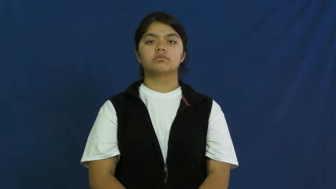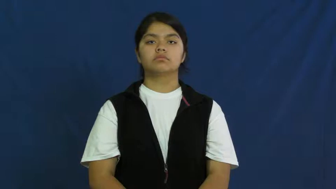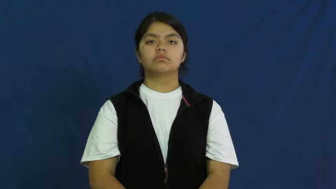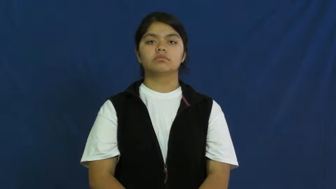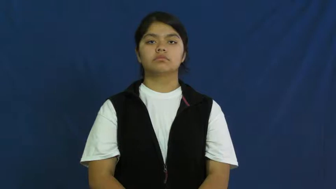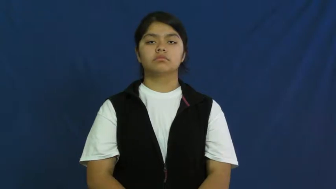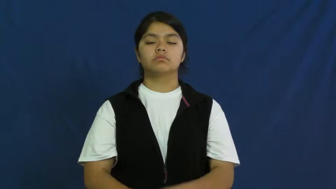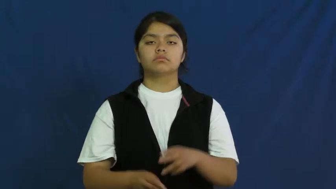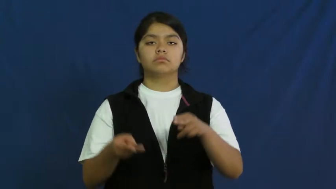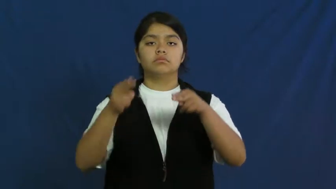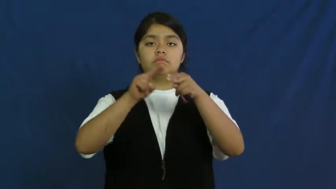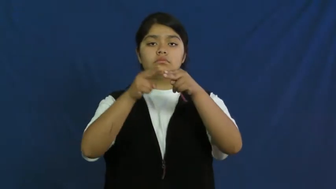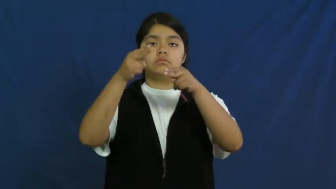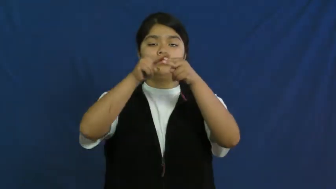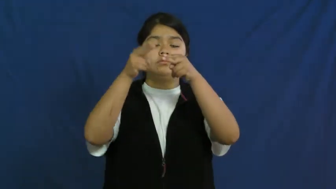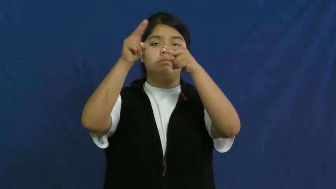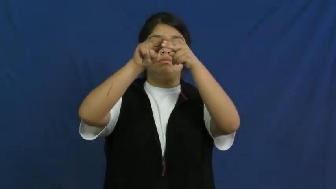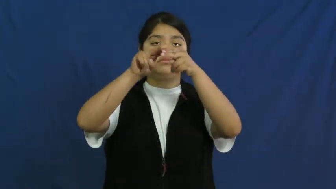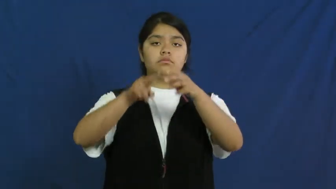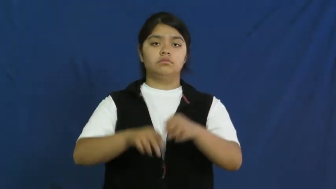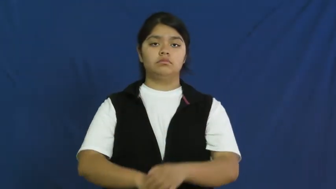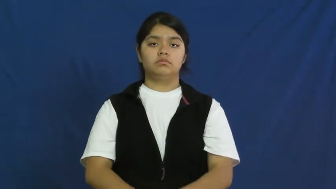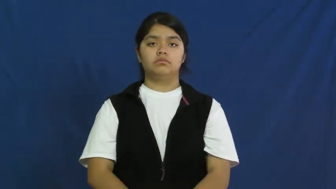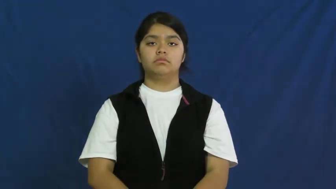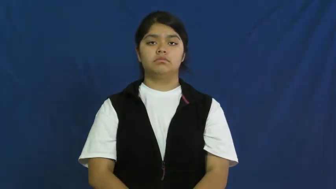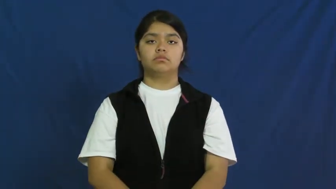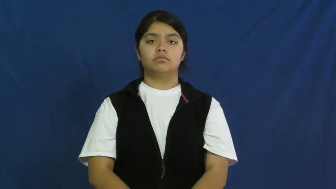up,scale up,step up,beef up,ramp up,uptick,upturn-increase